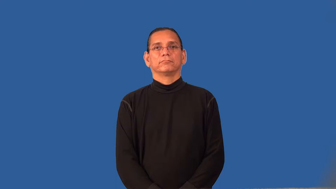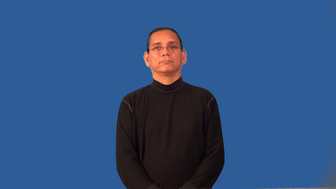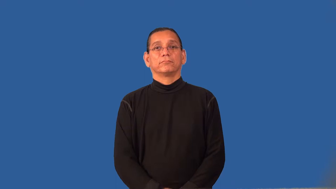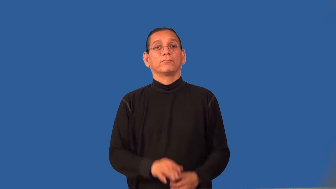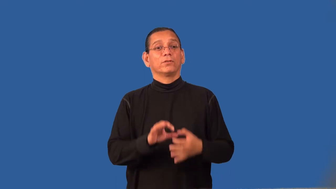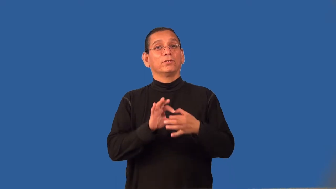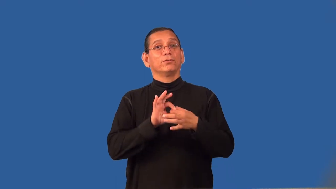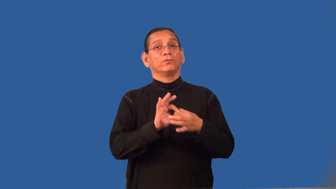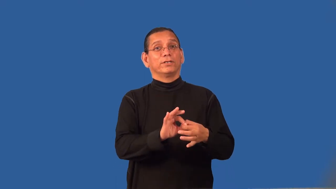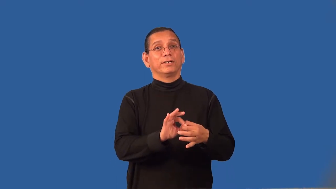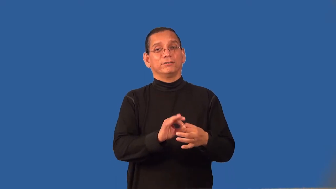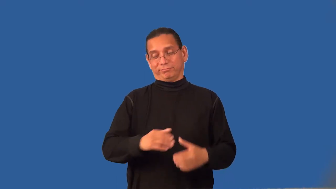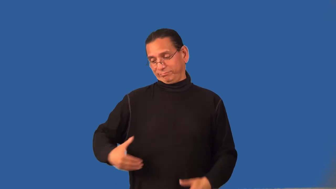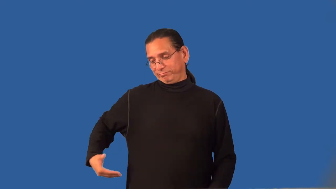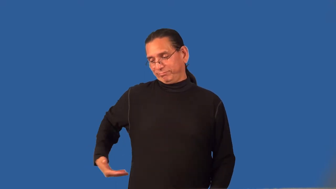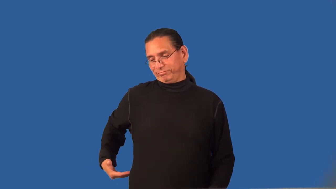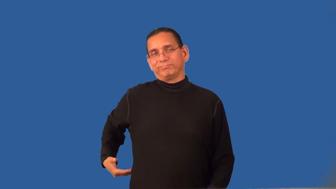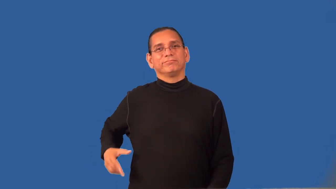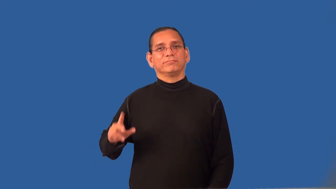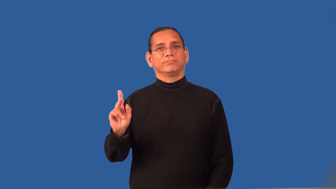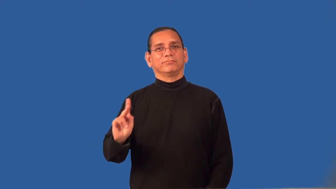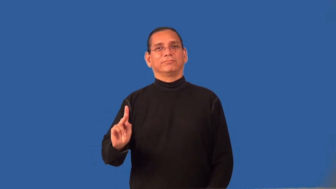renal